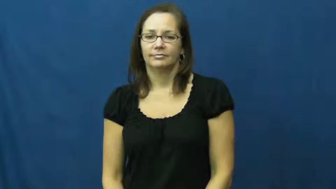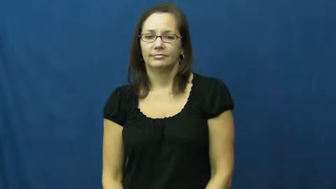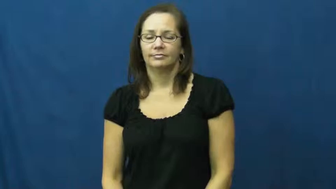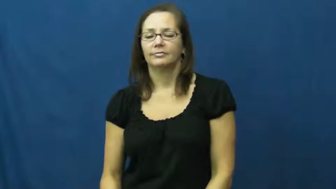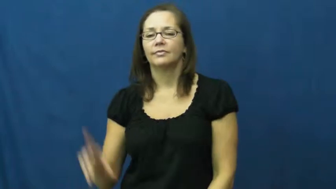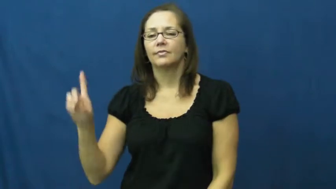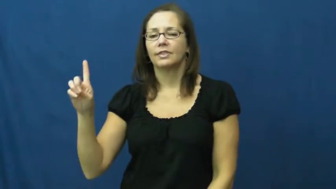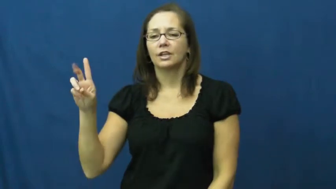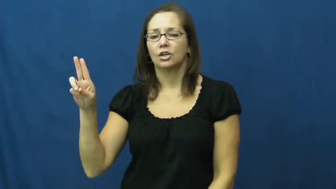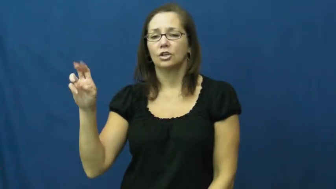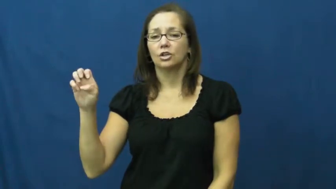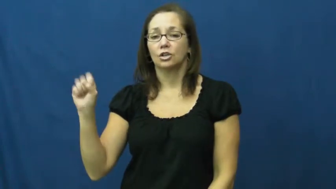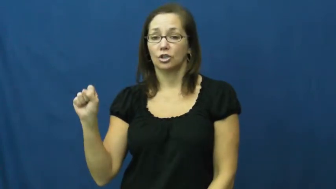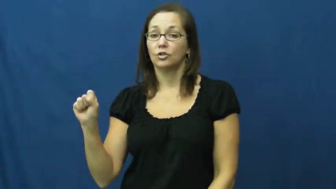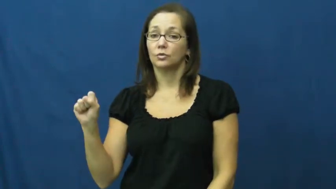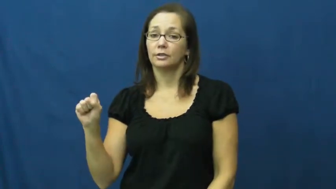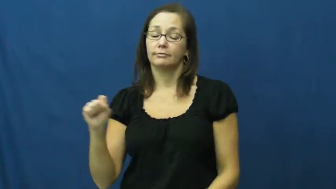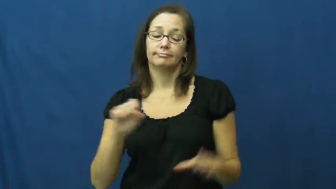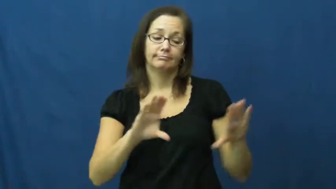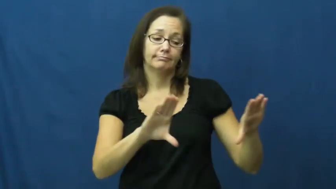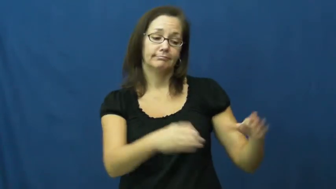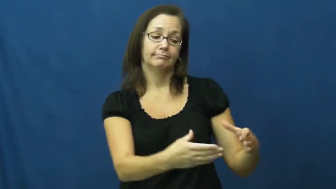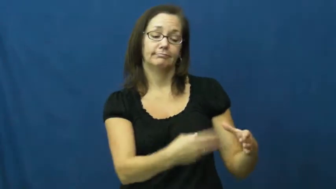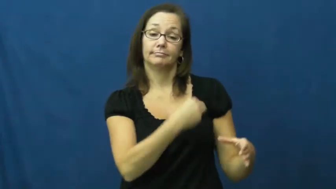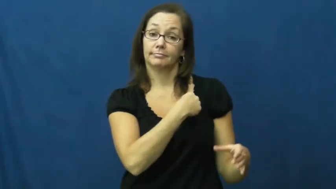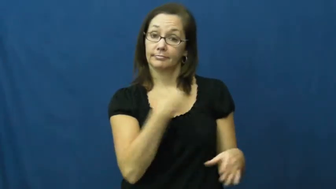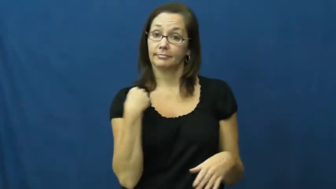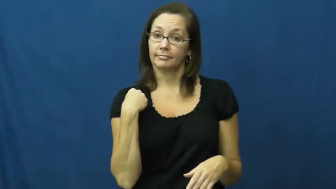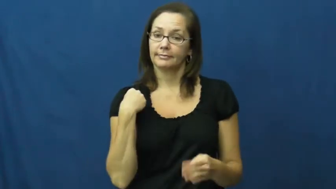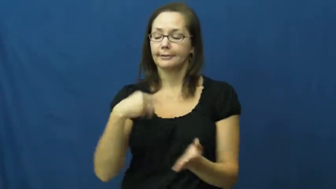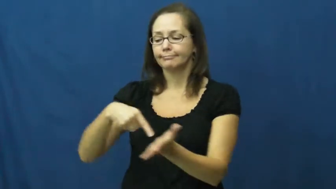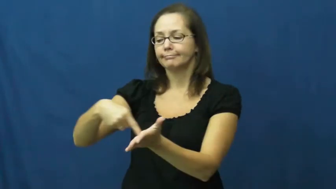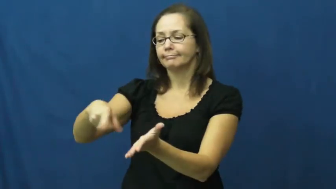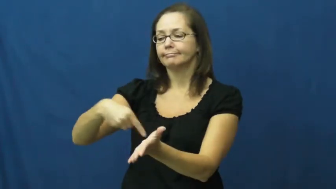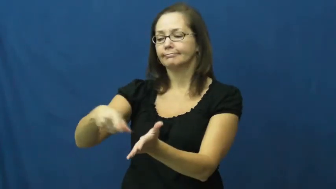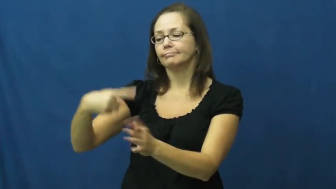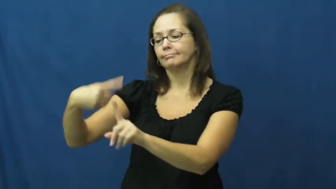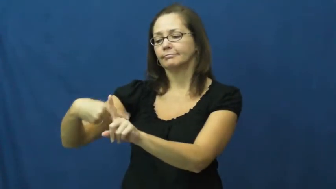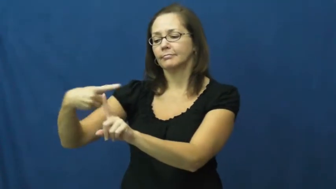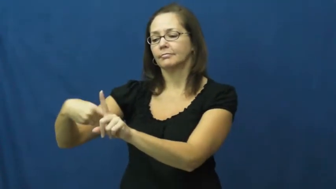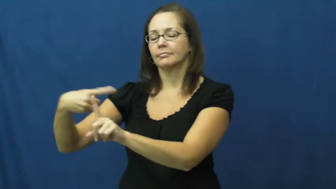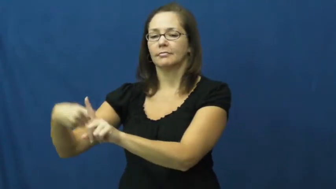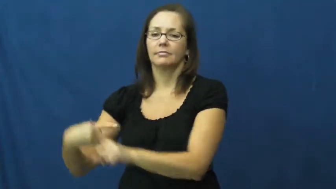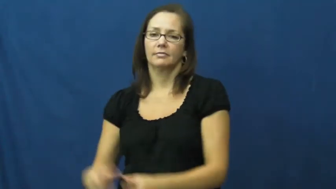dues